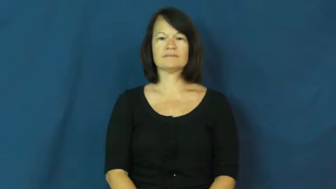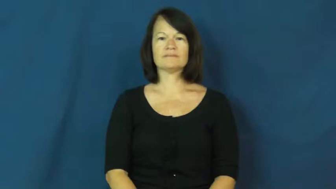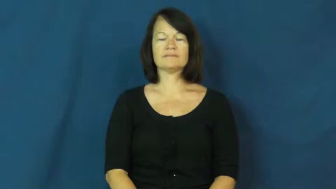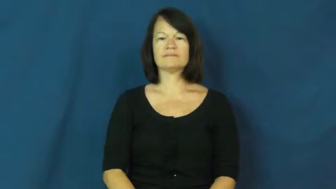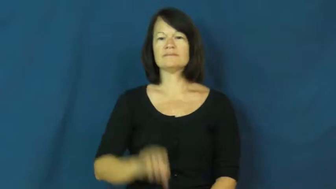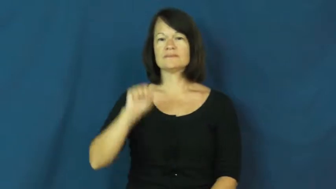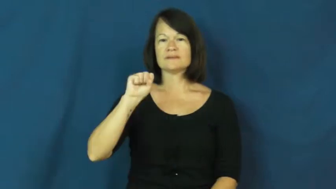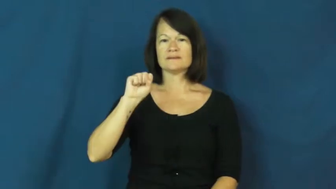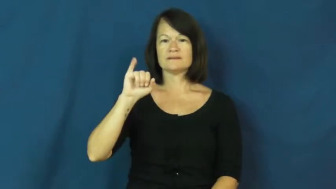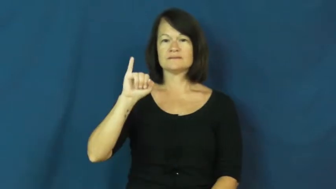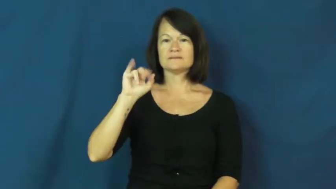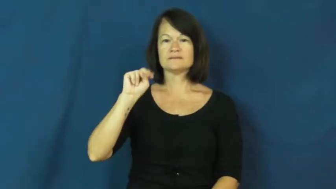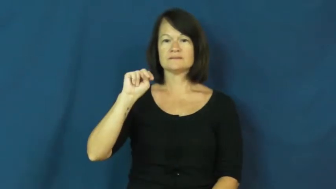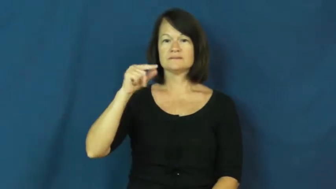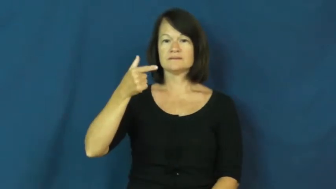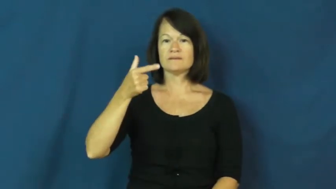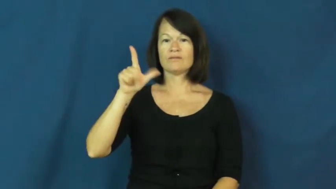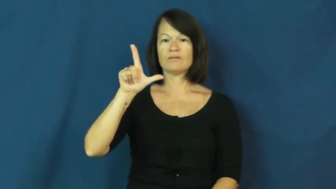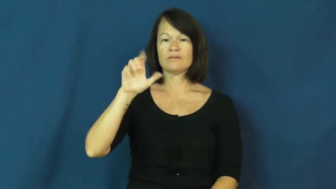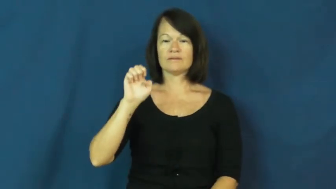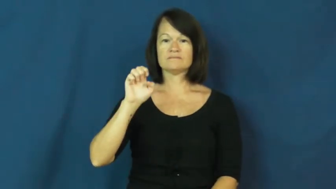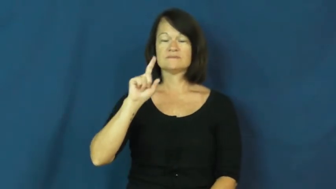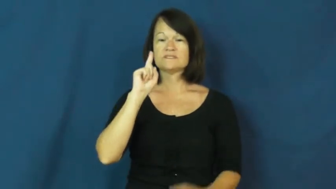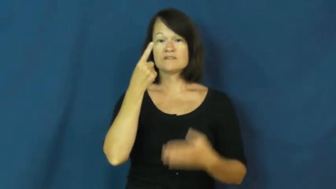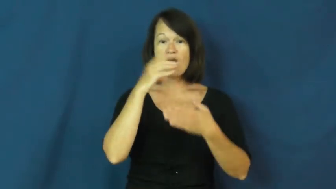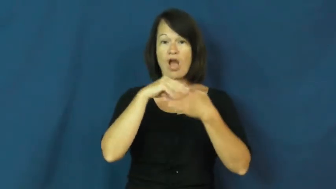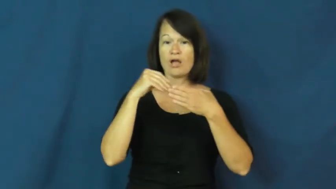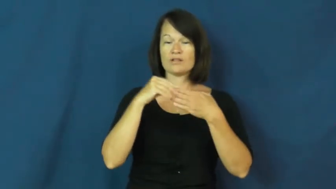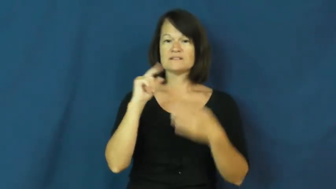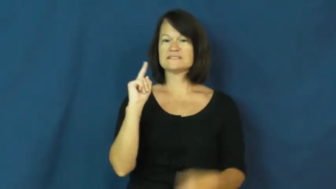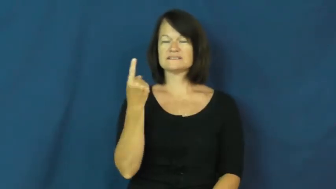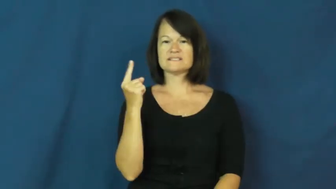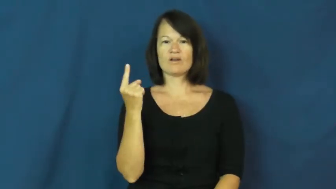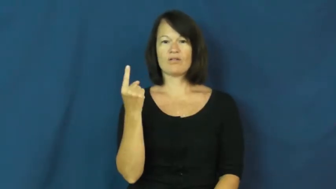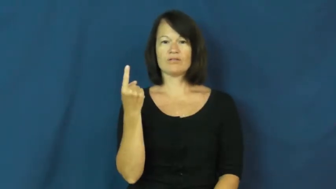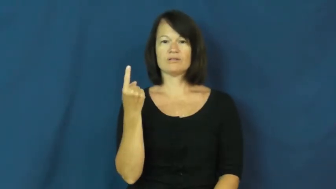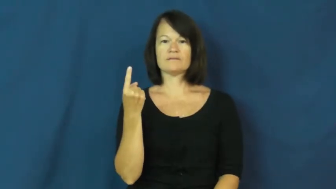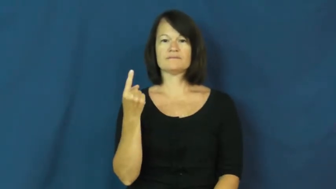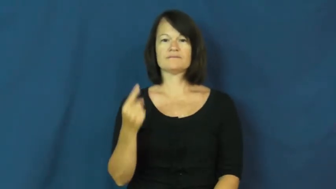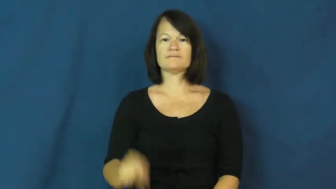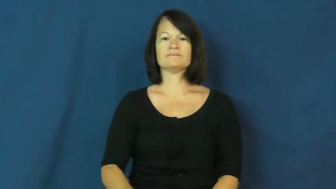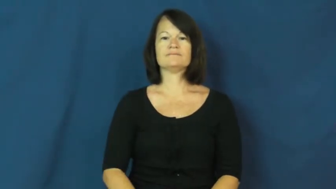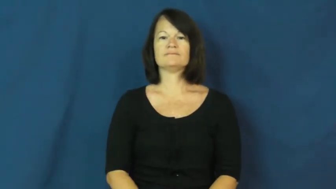single-dollar